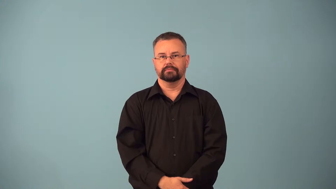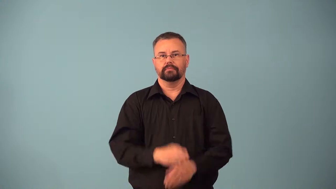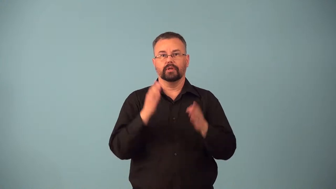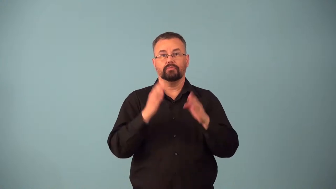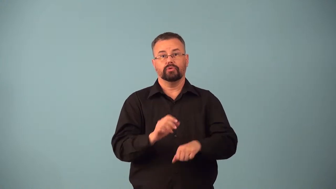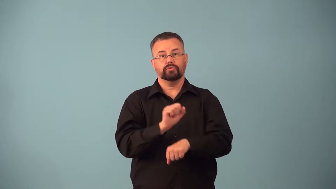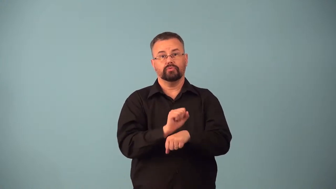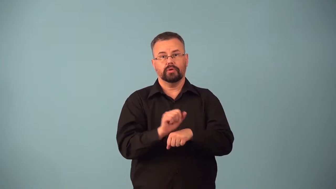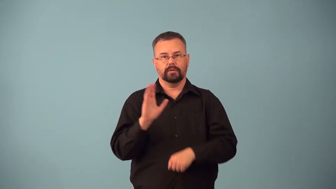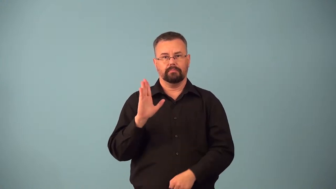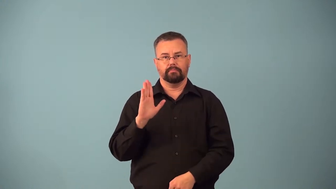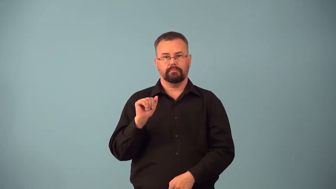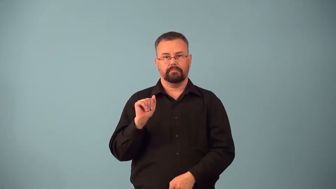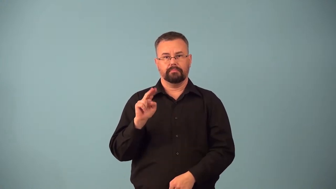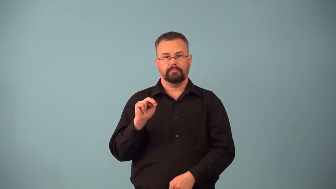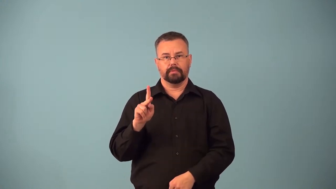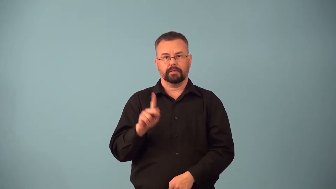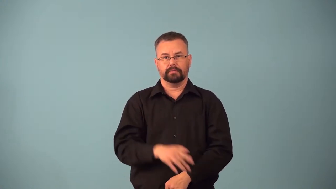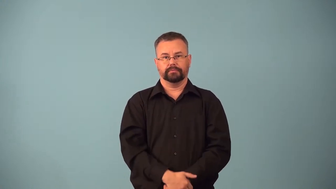banker